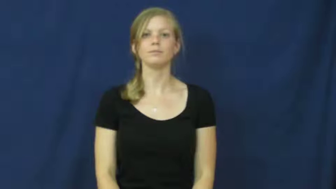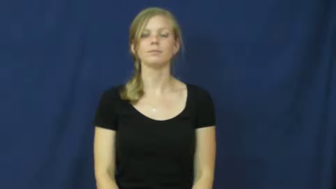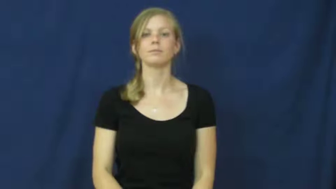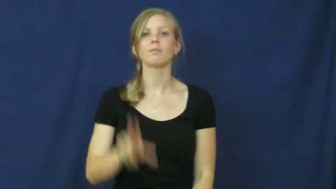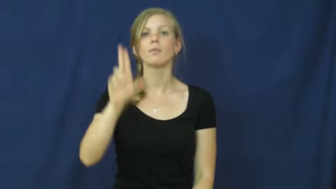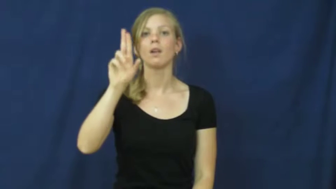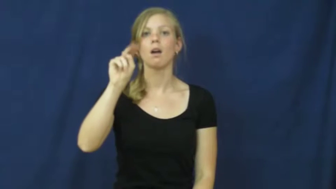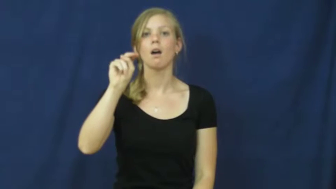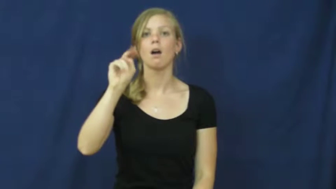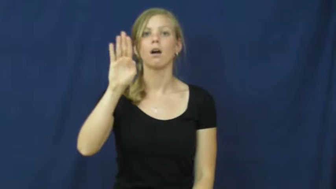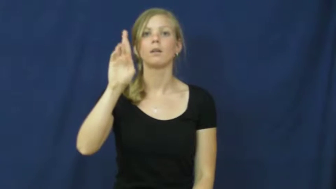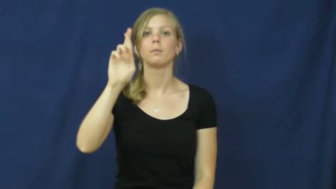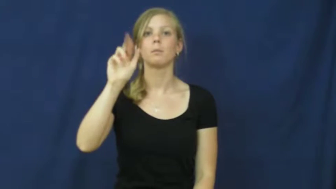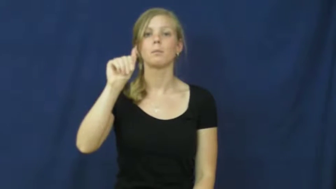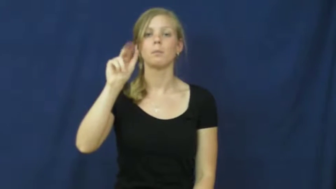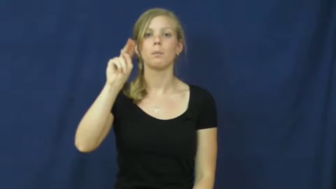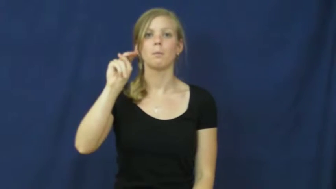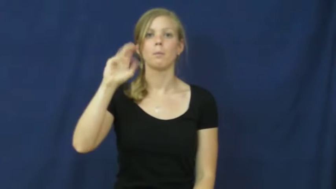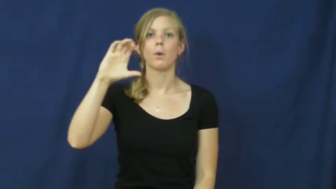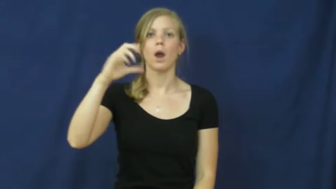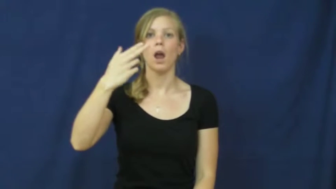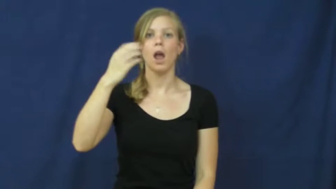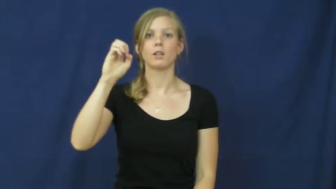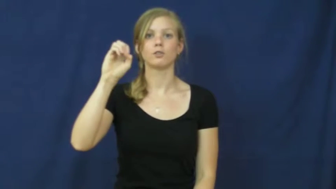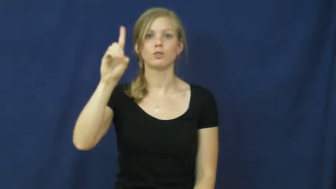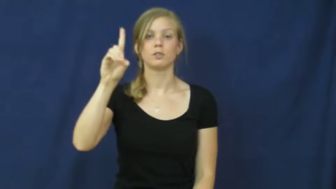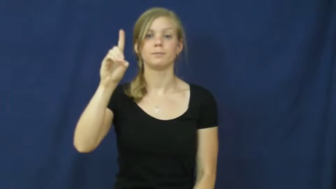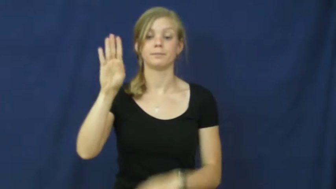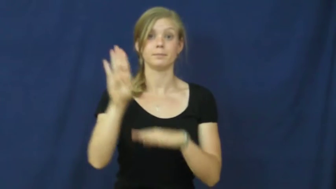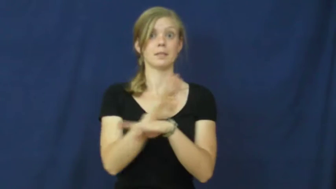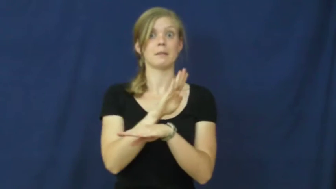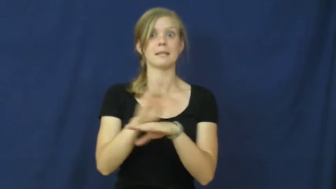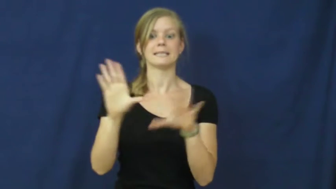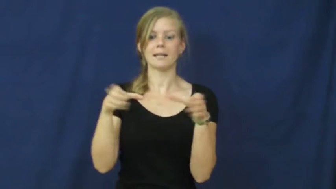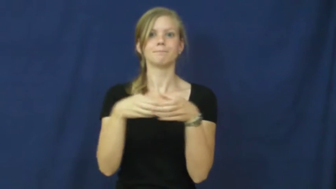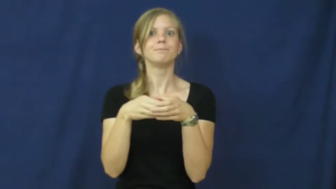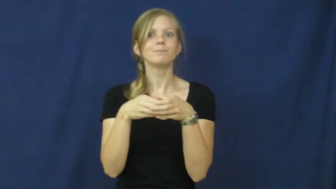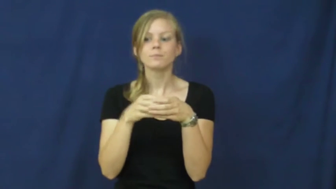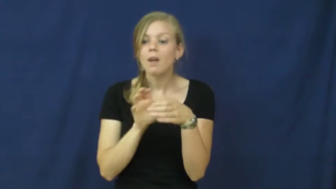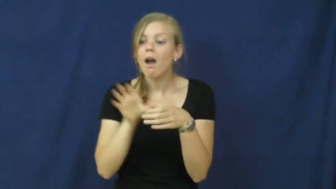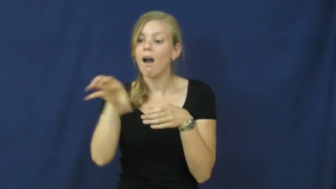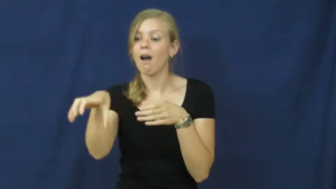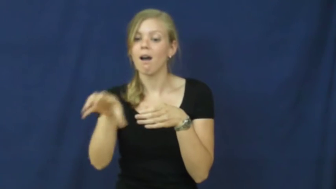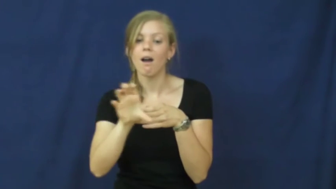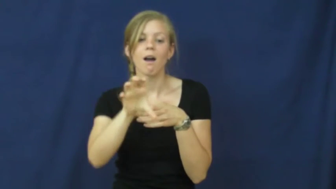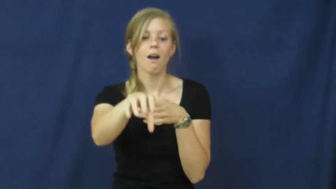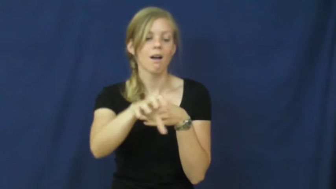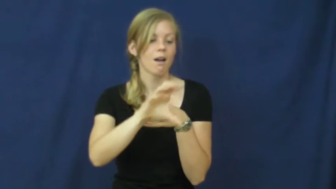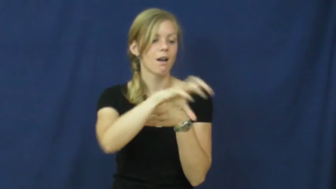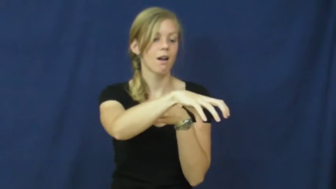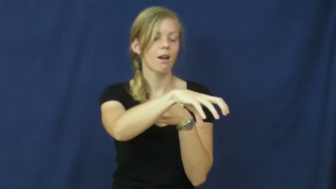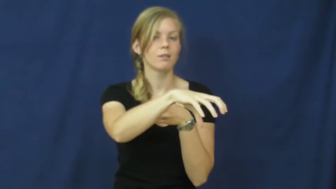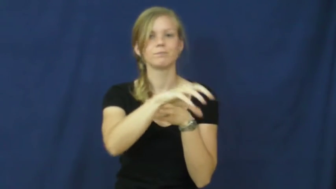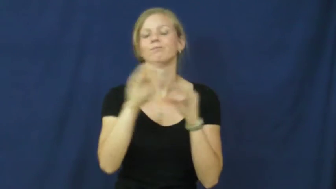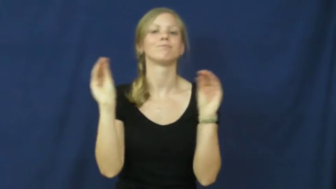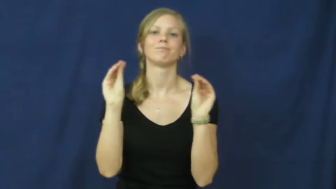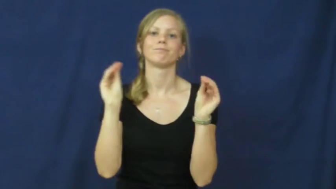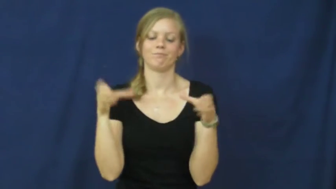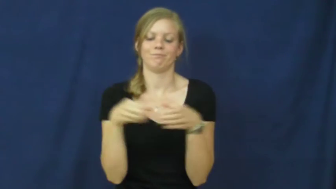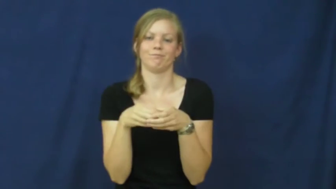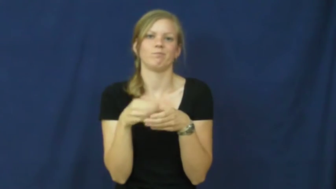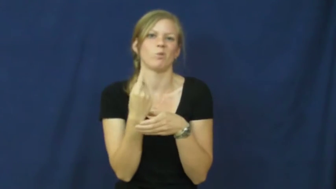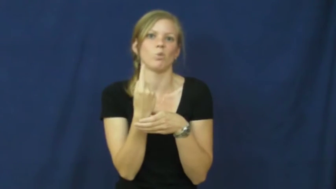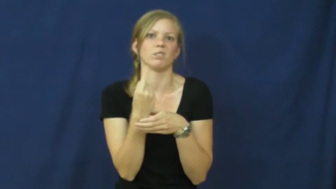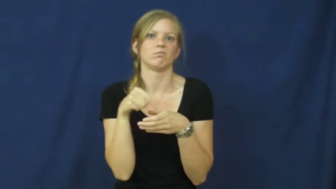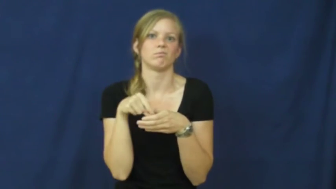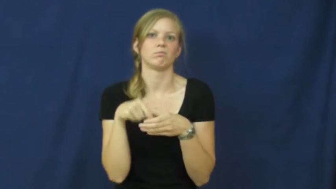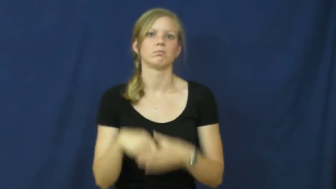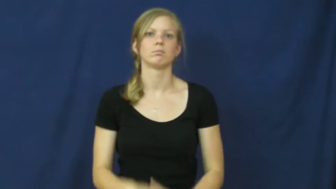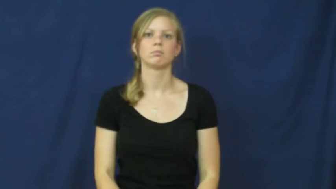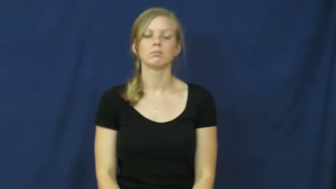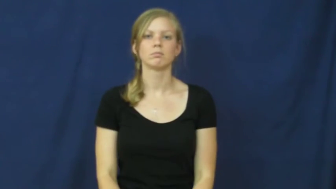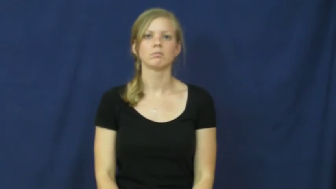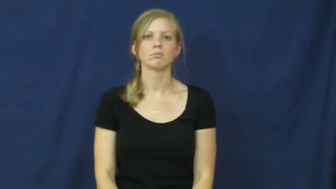unbranched